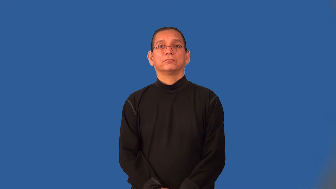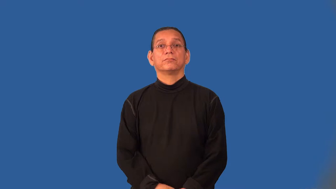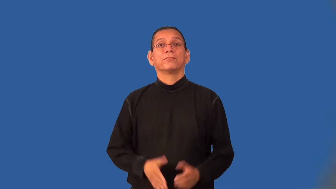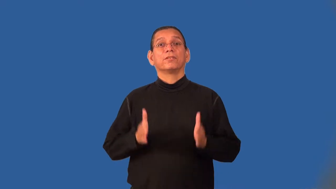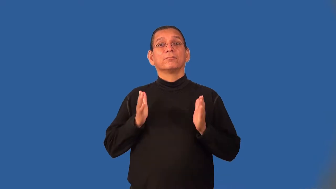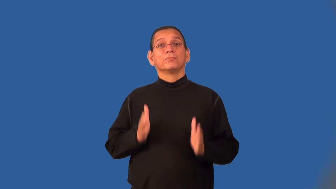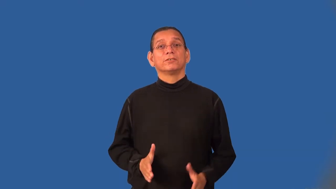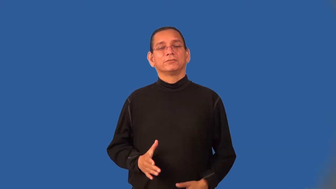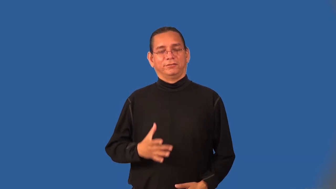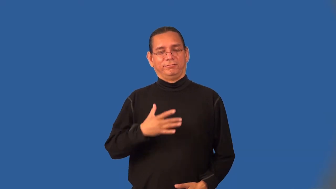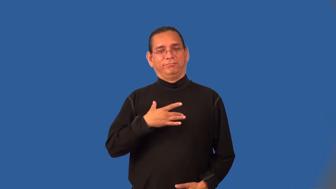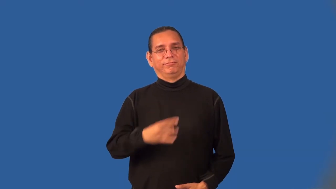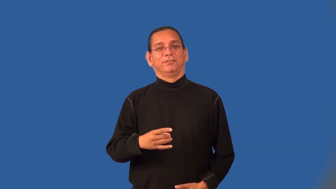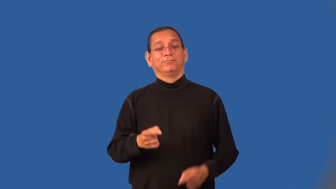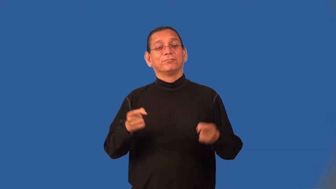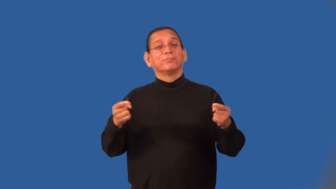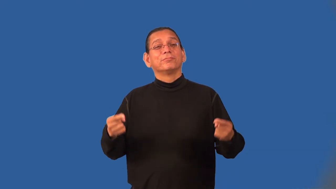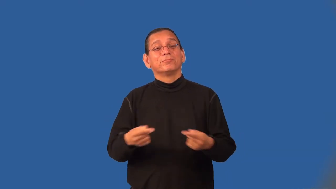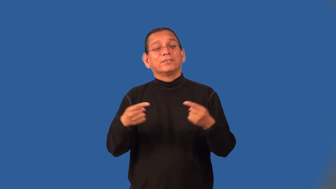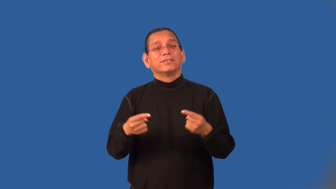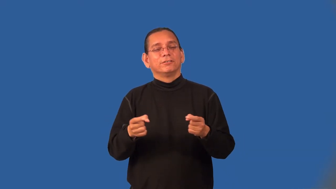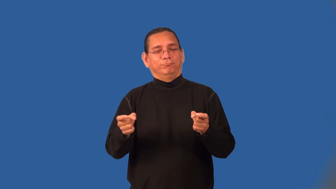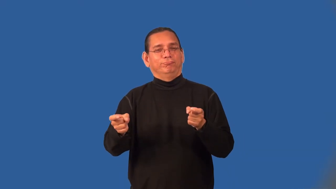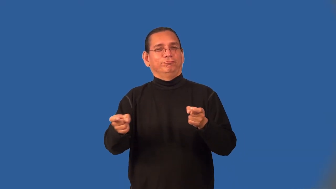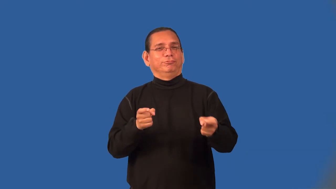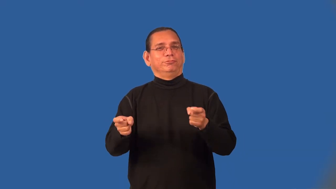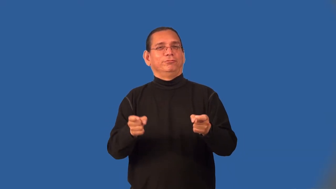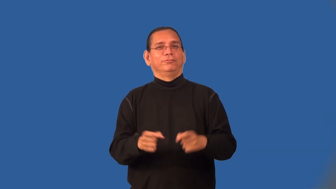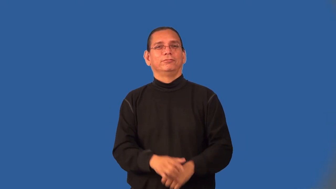masochist